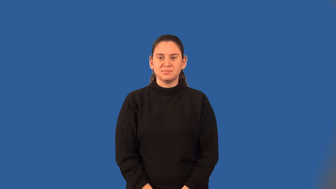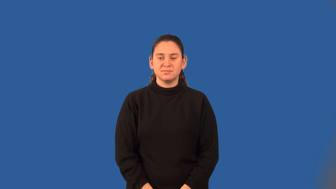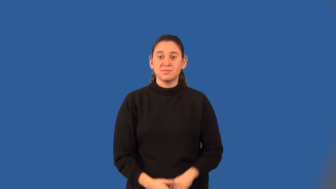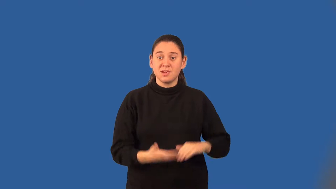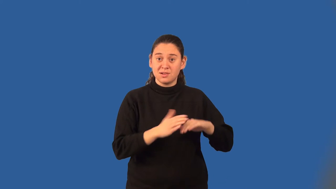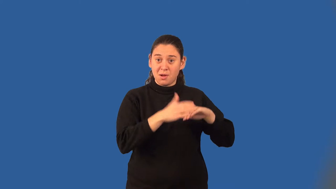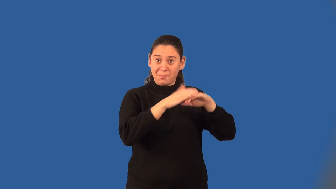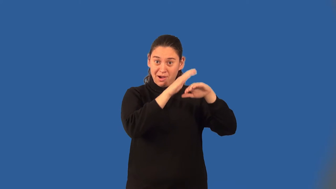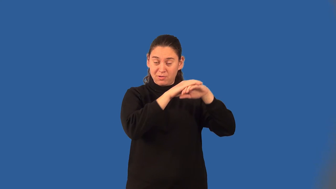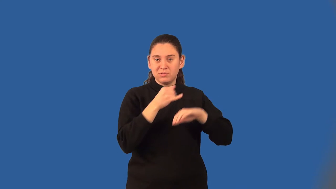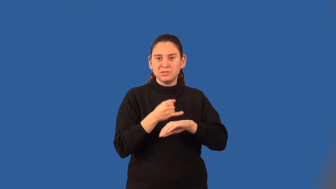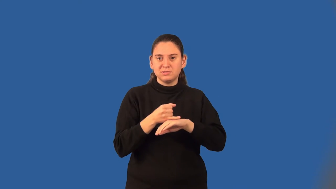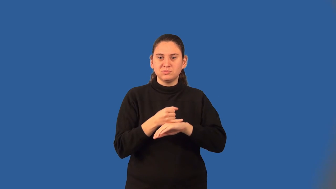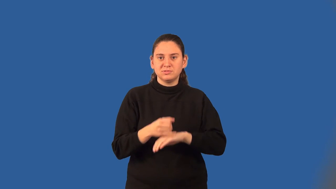compound interest